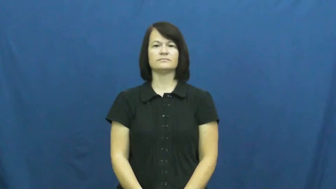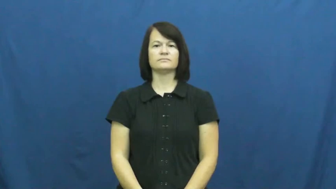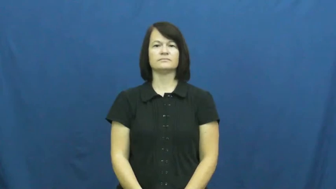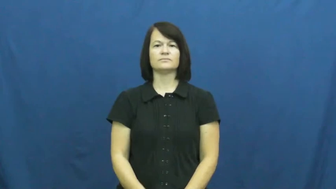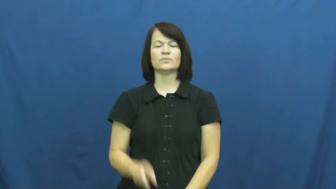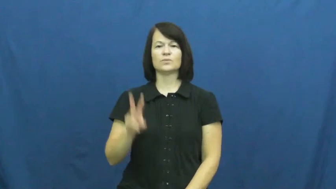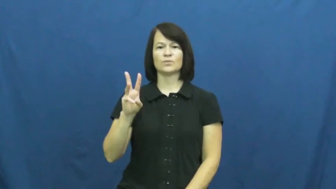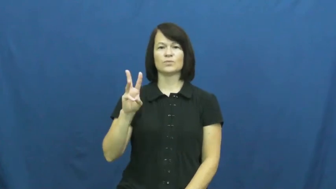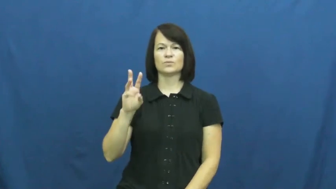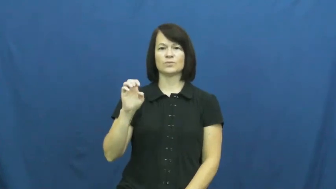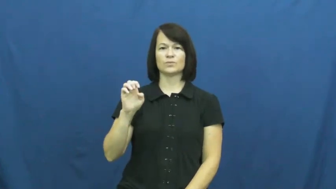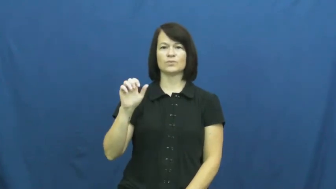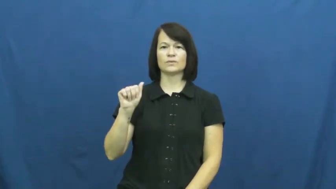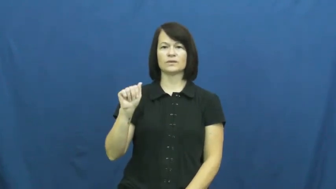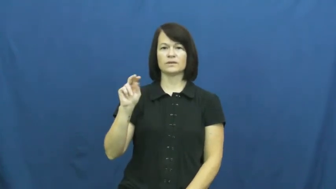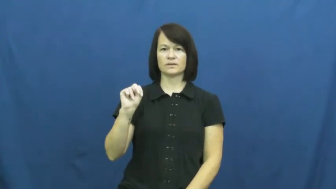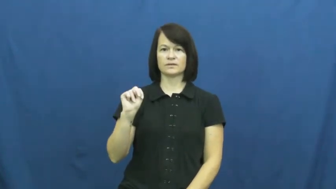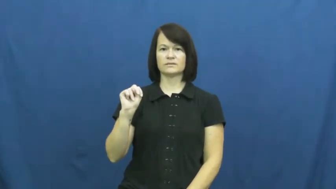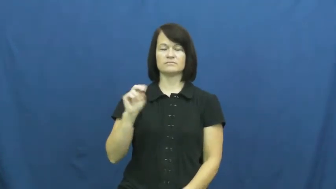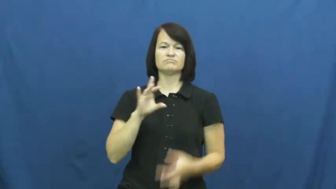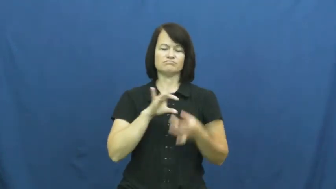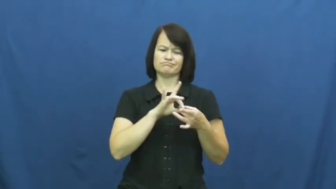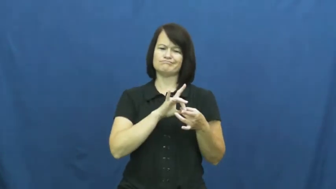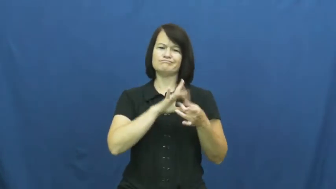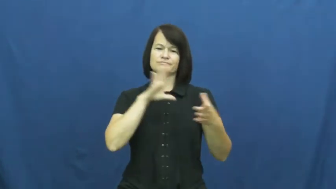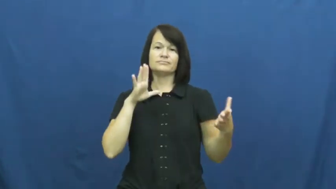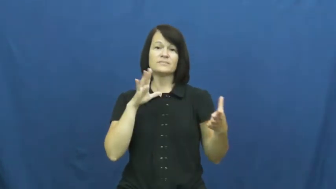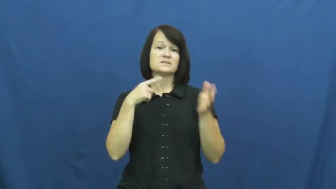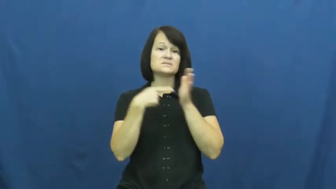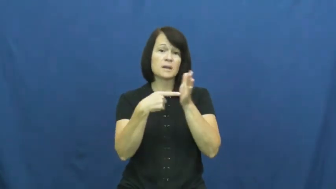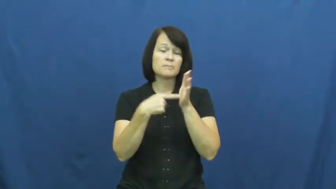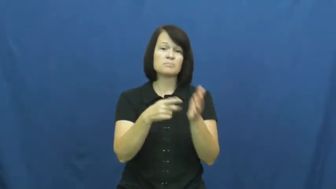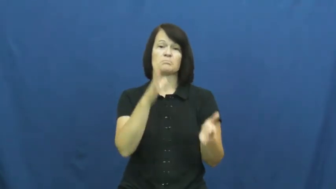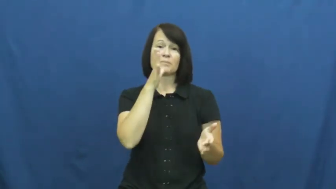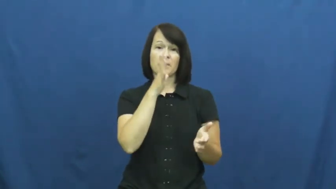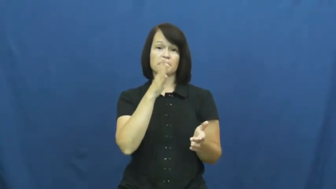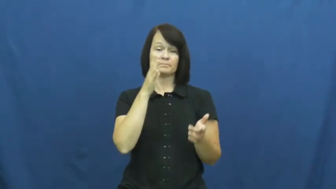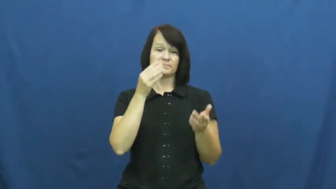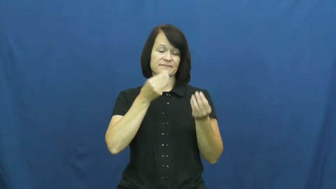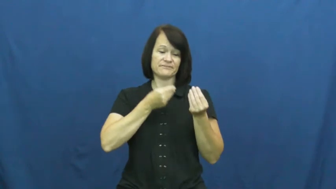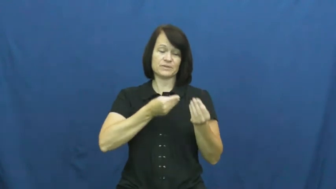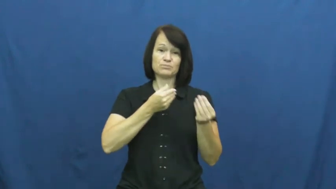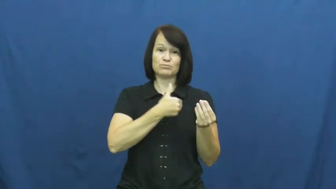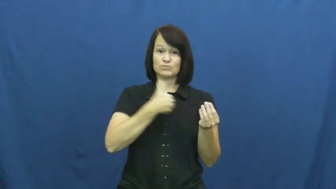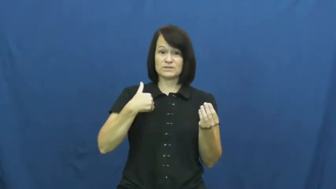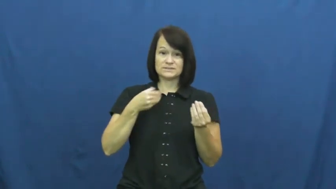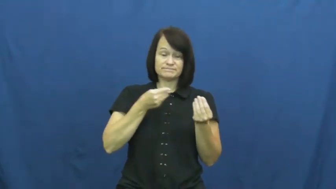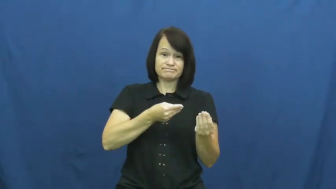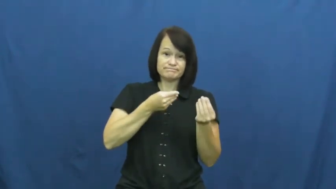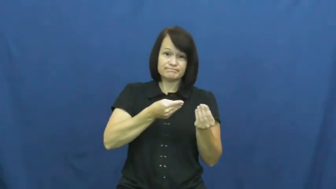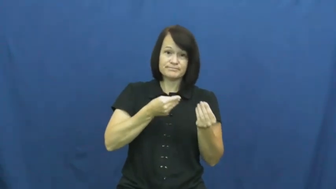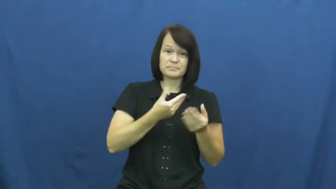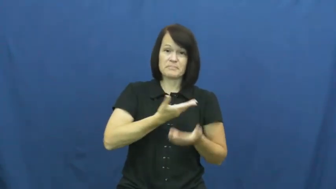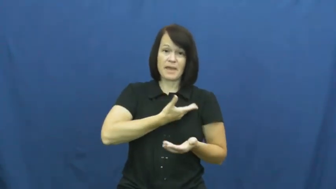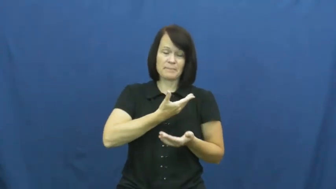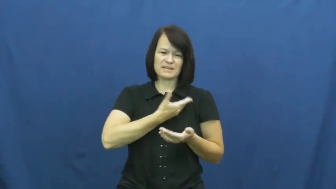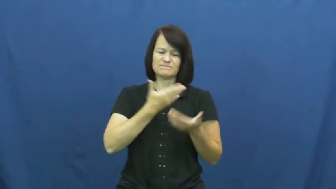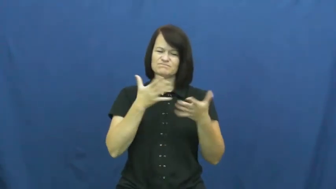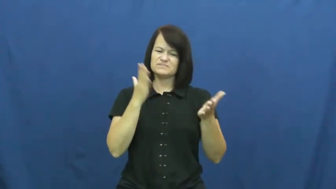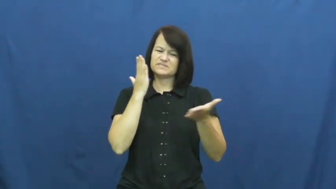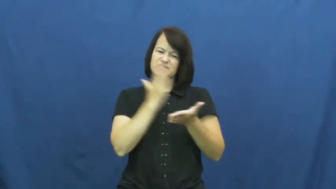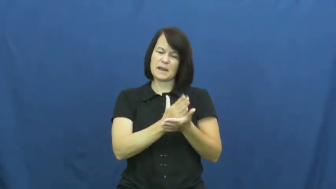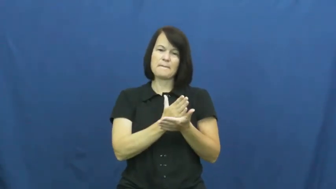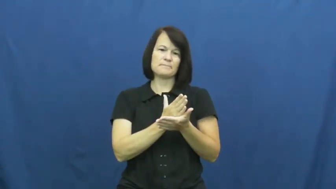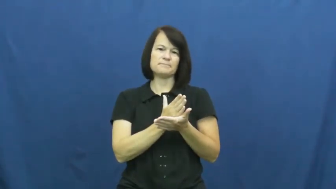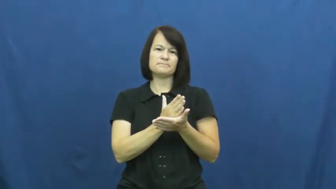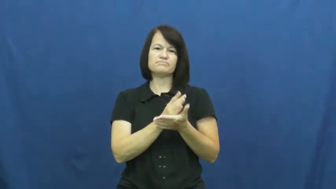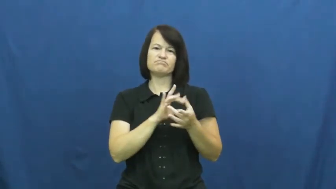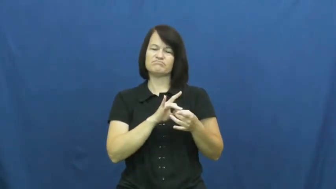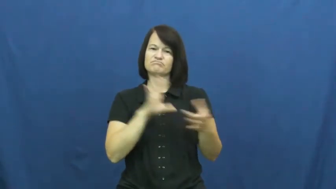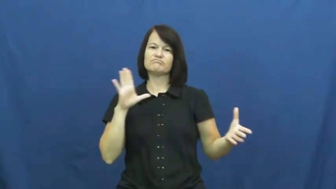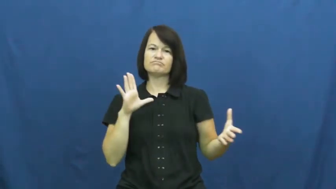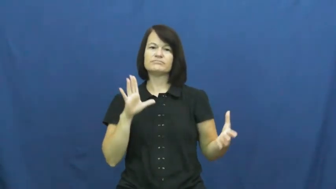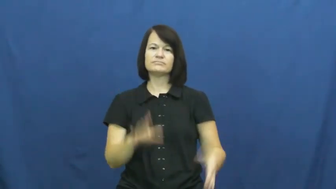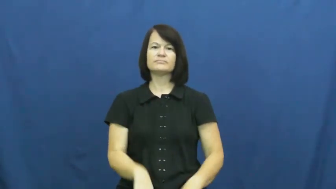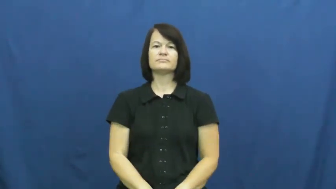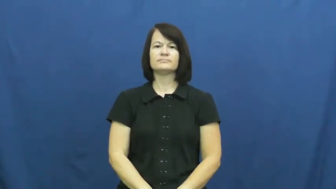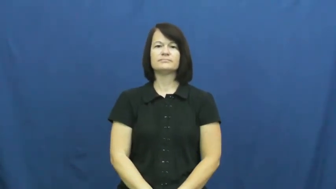wean,wean off